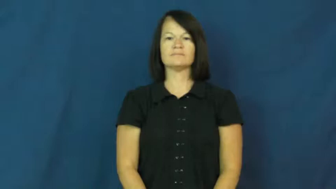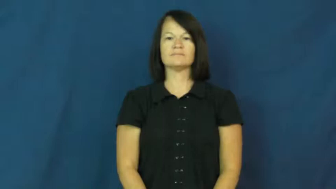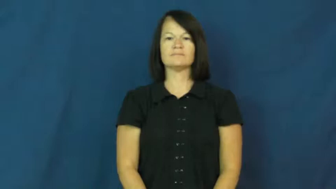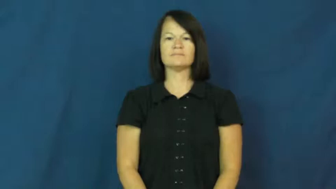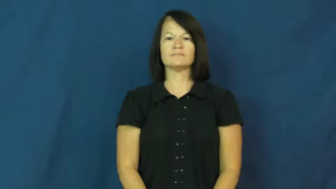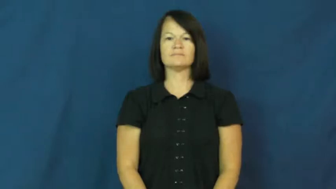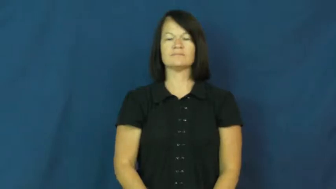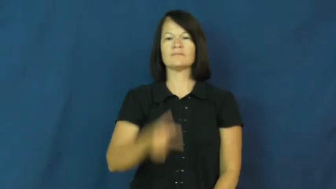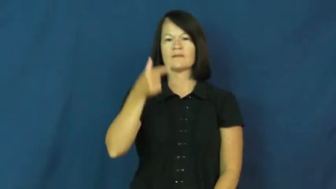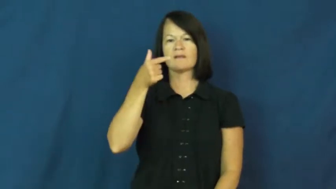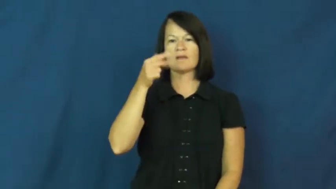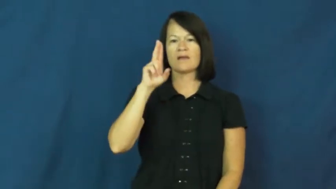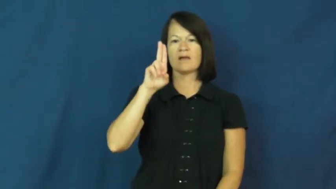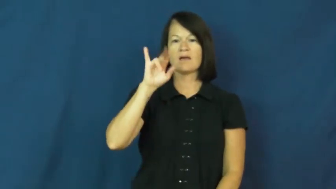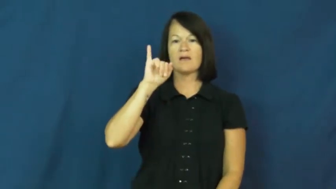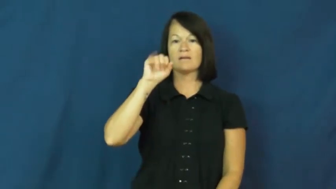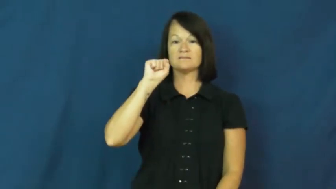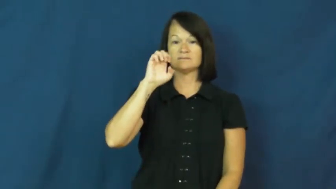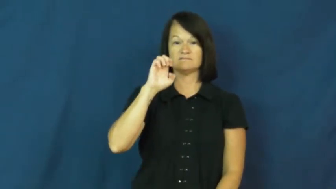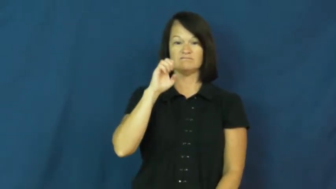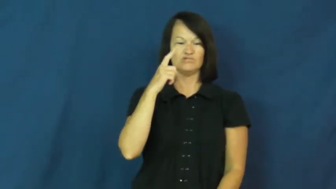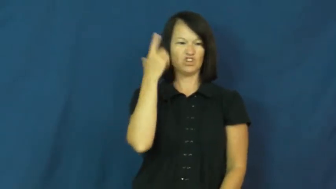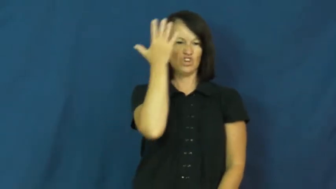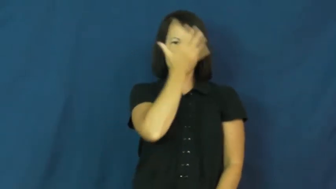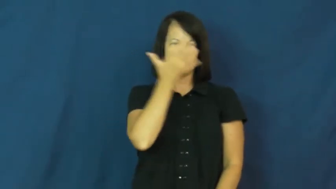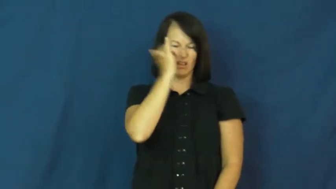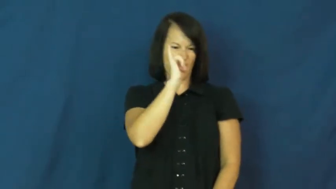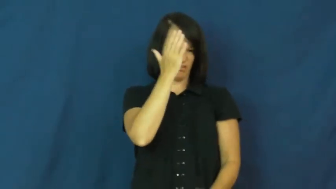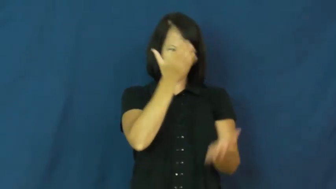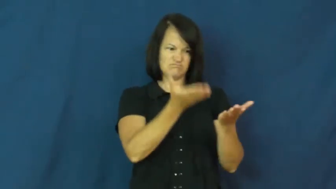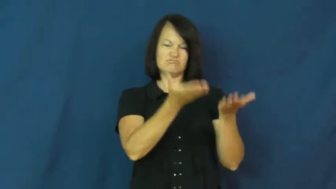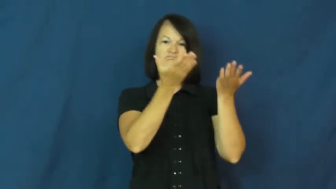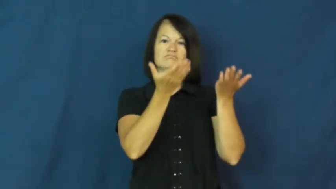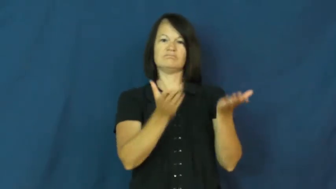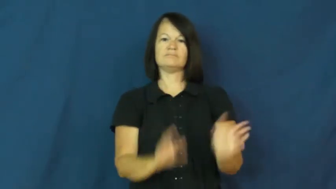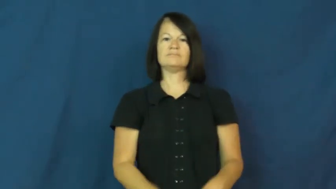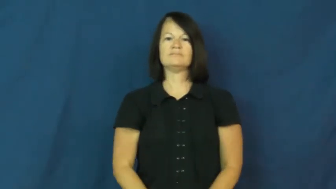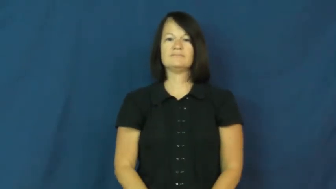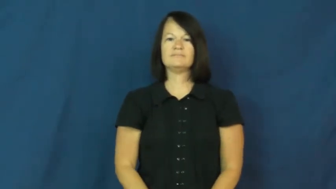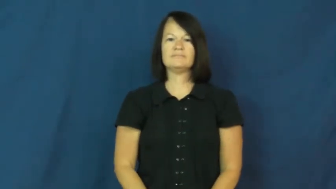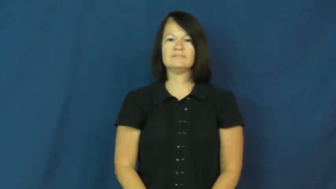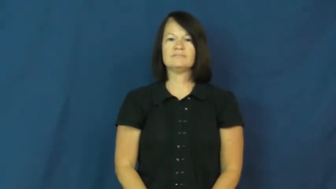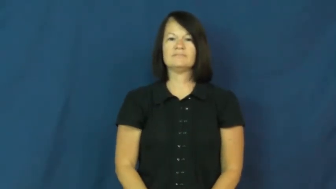guise